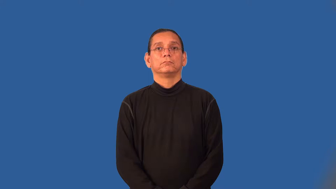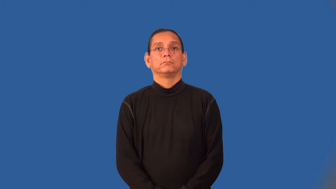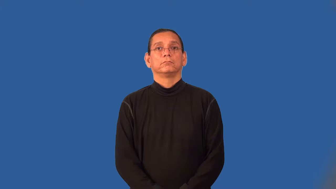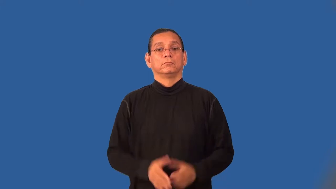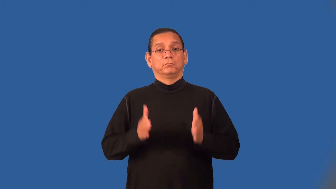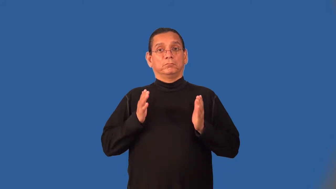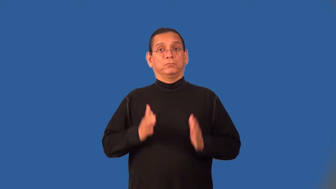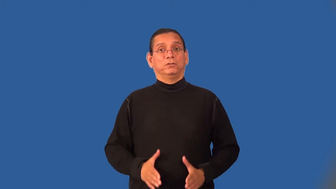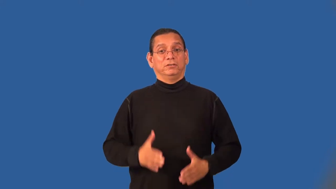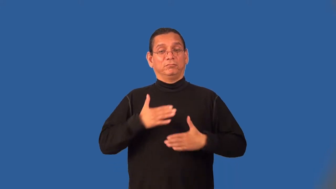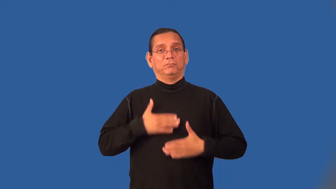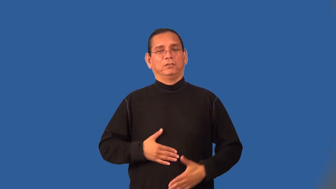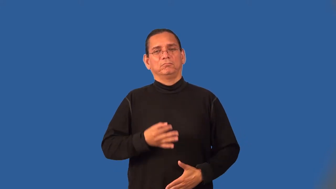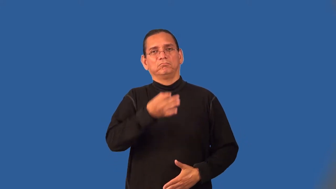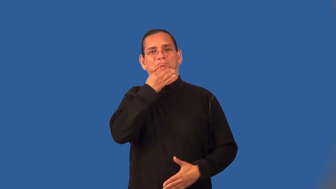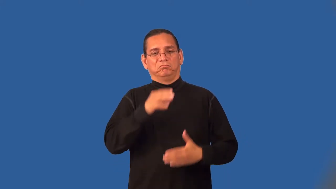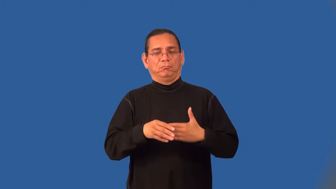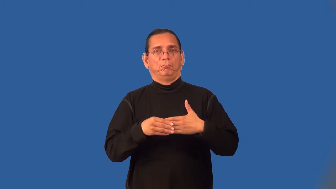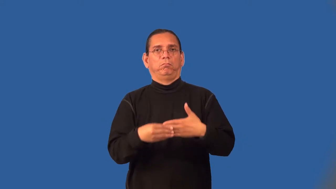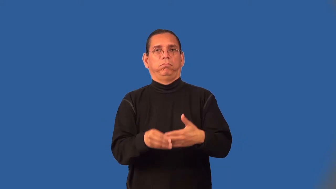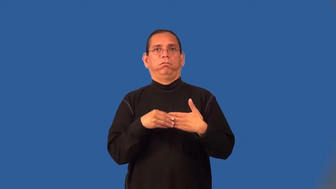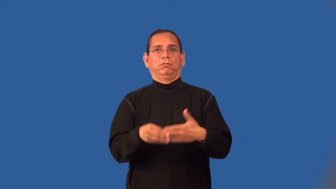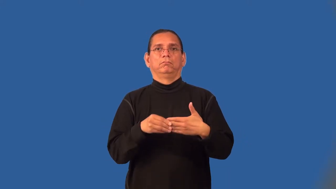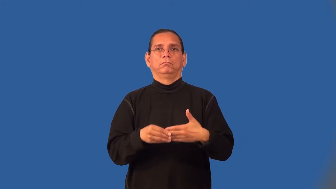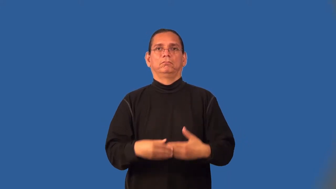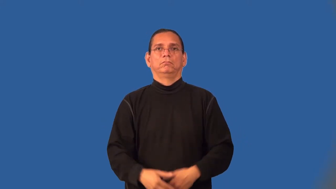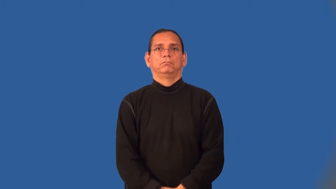contortionist